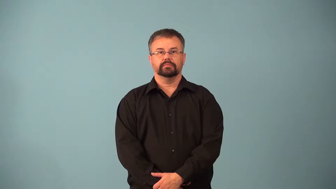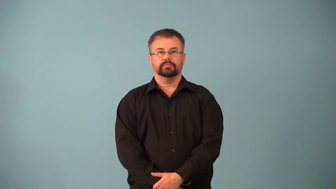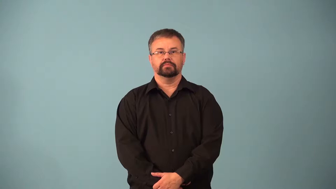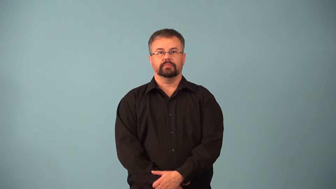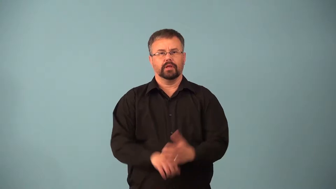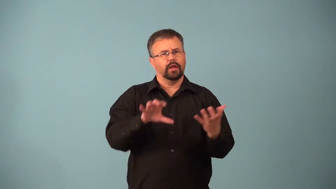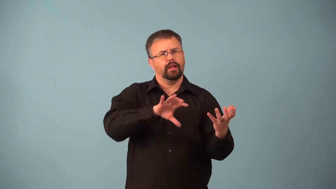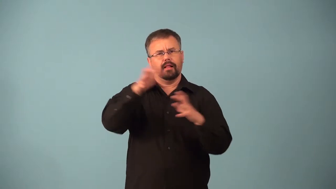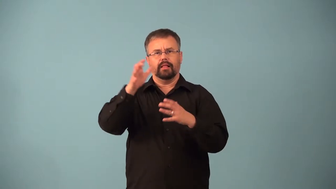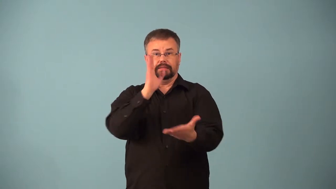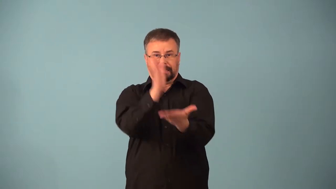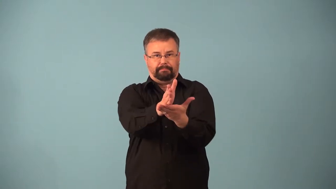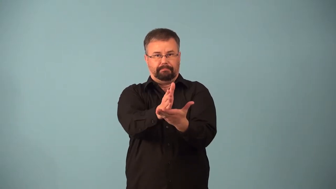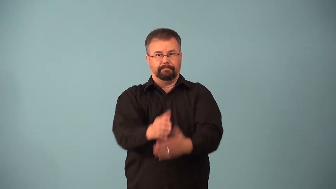abort-stop action